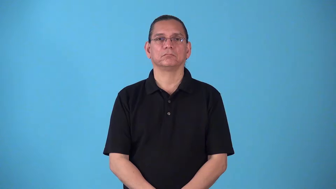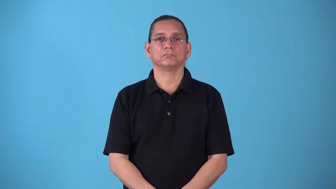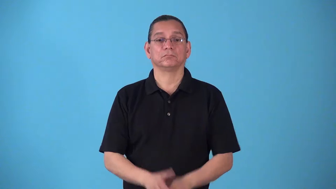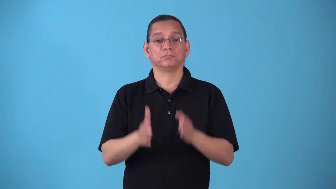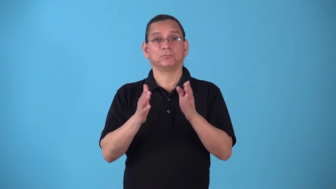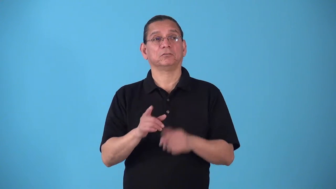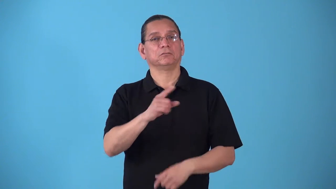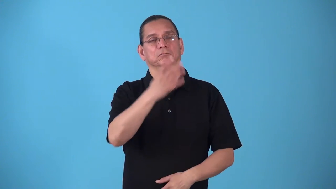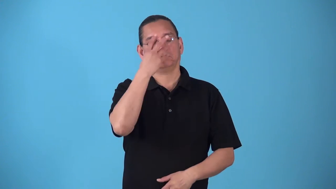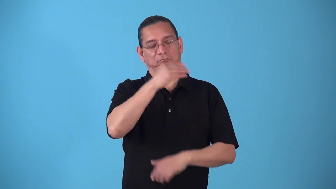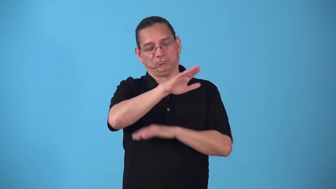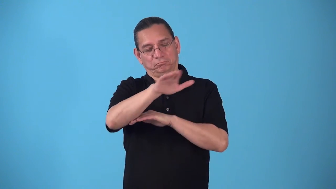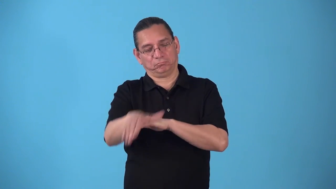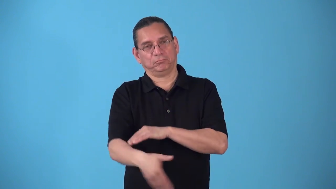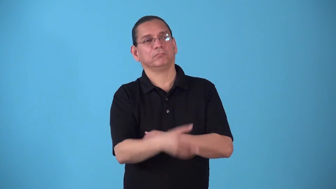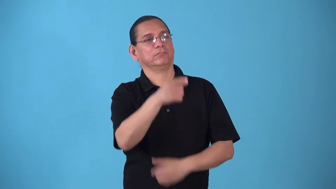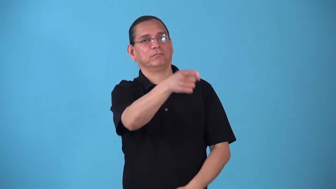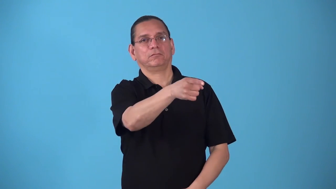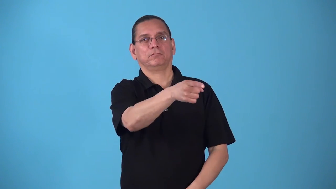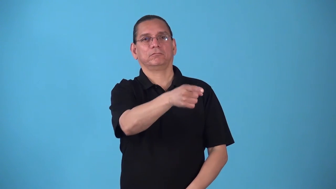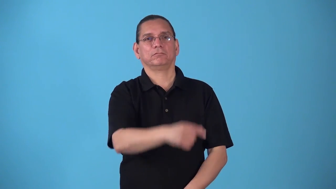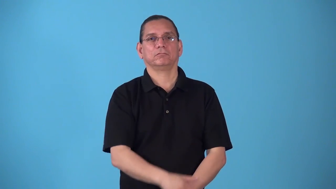sleepover,spend the night